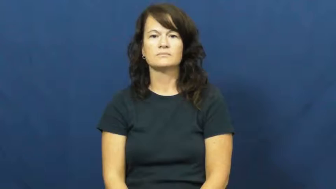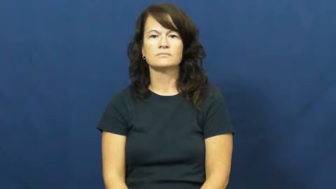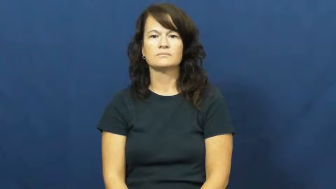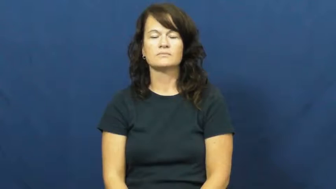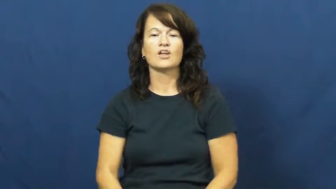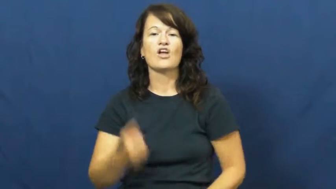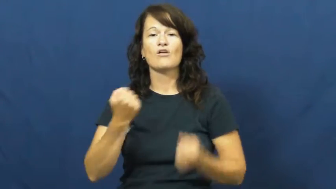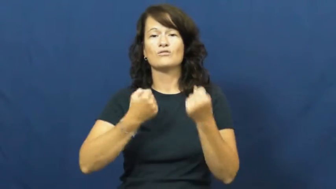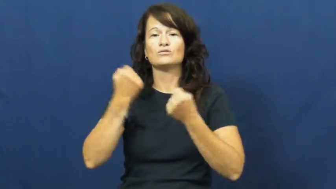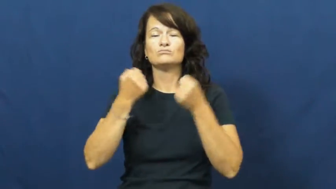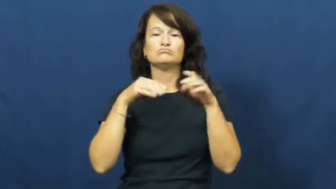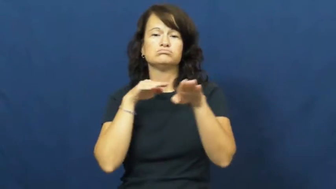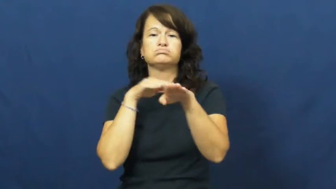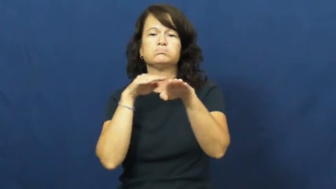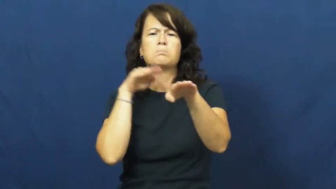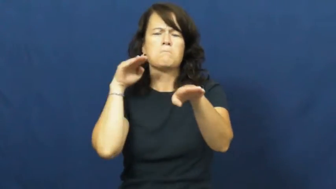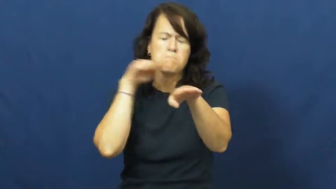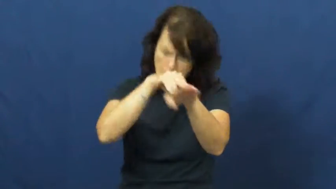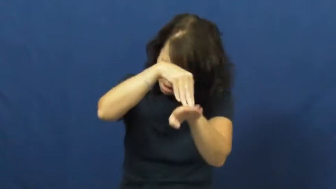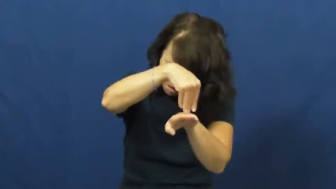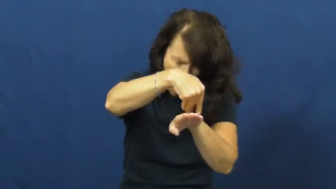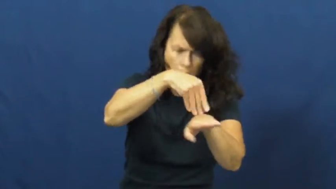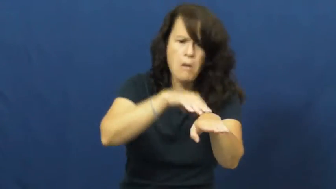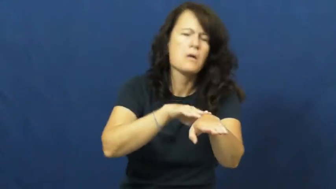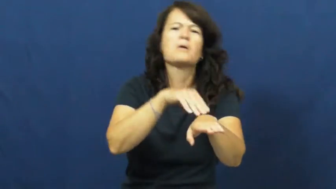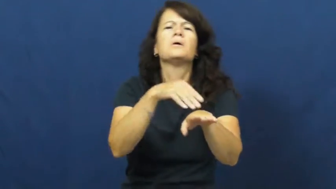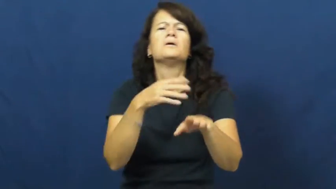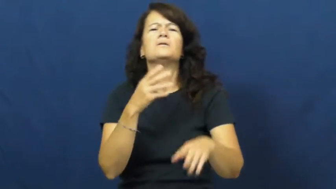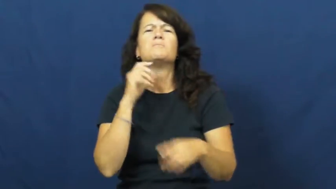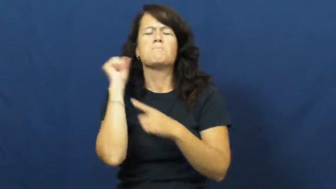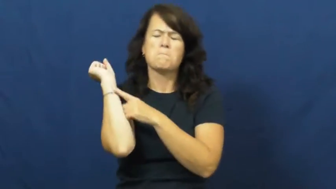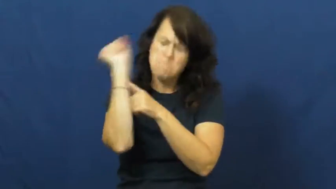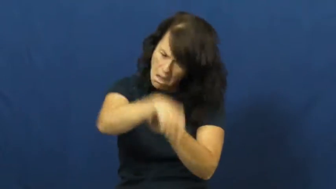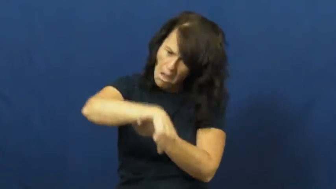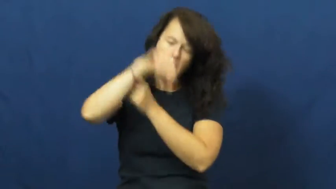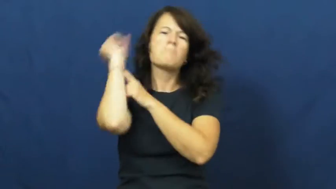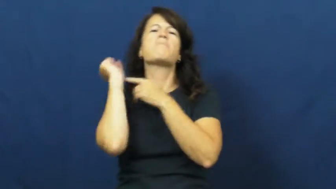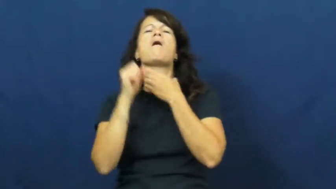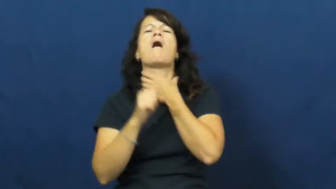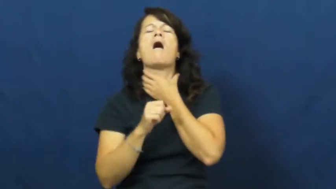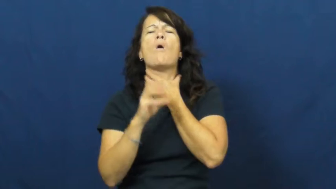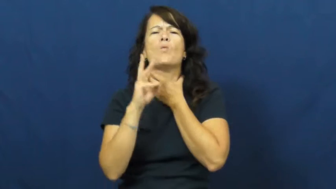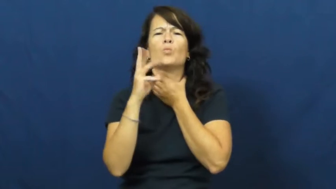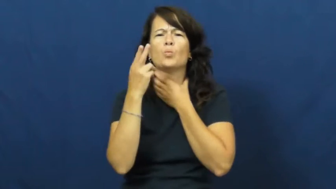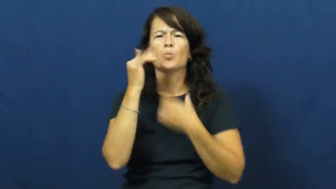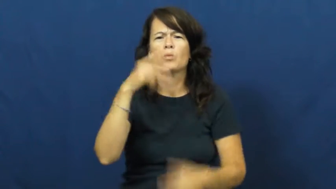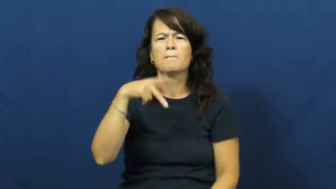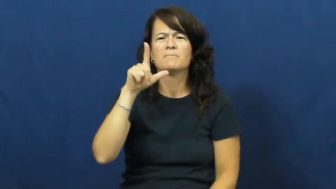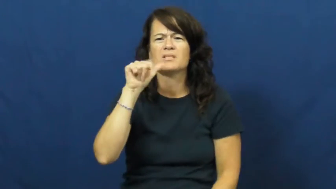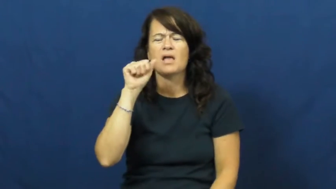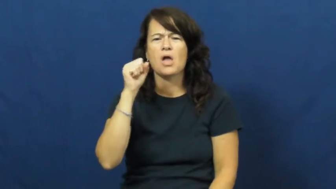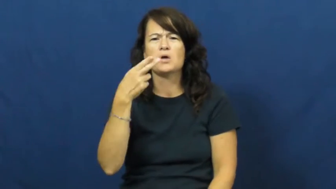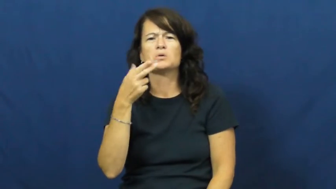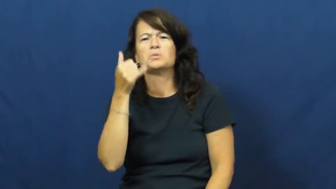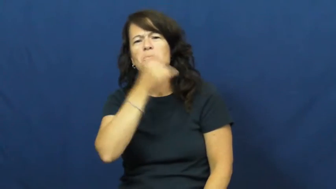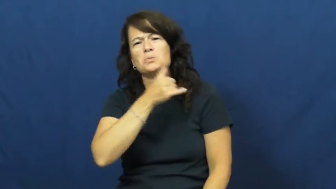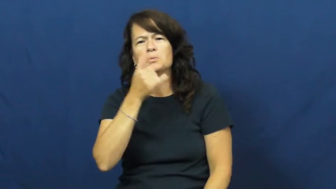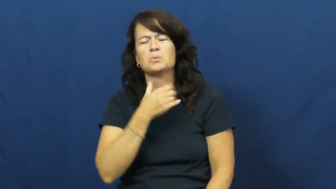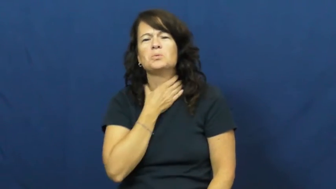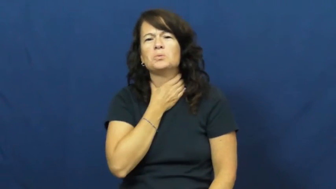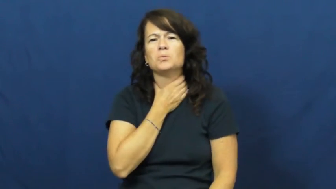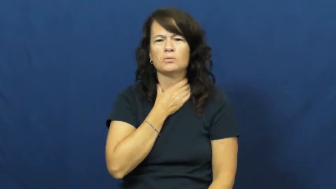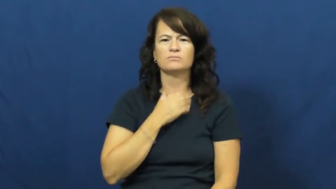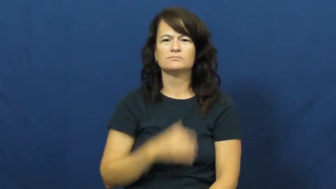whiplash